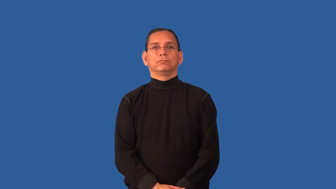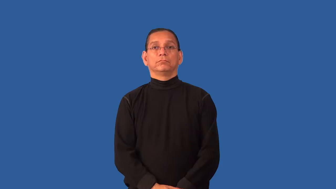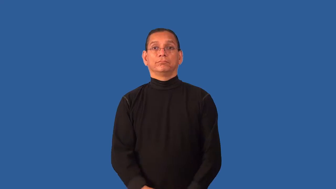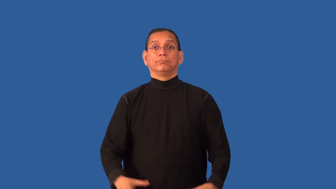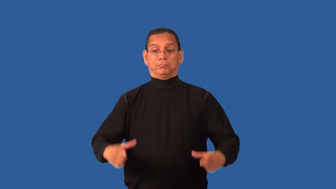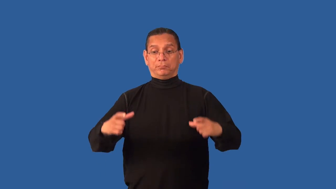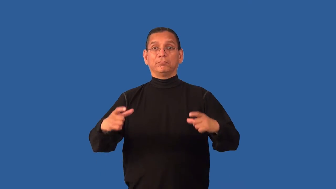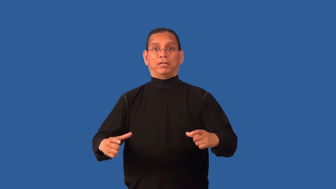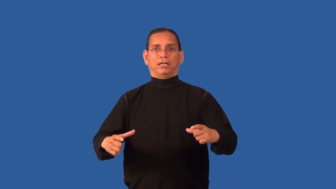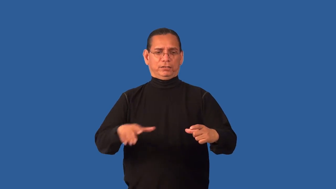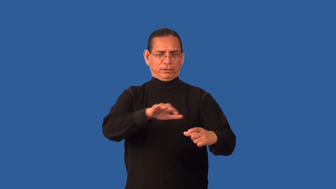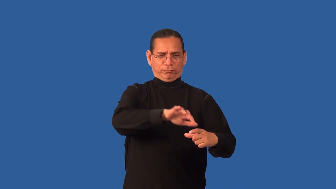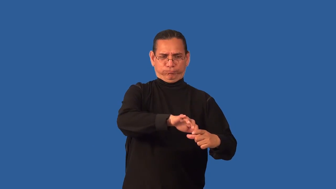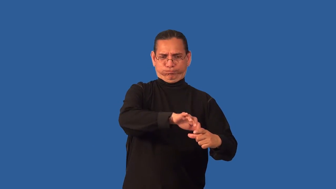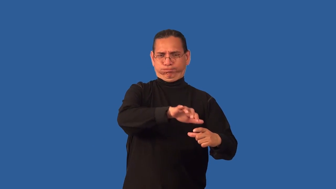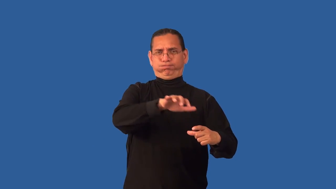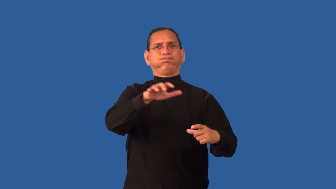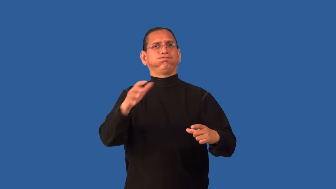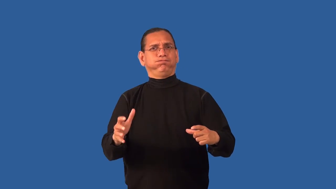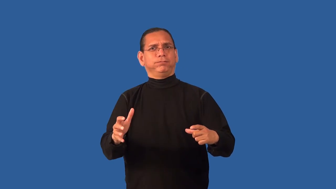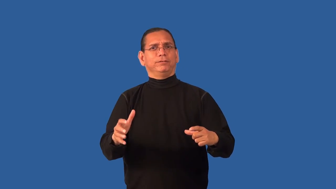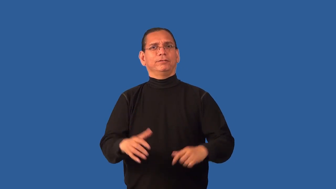plateful